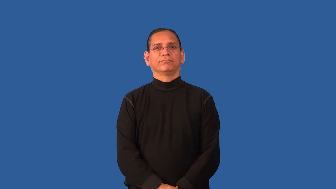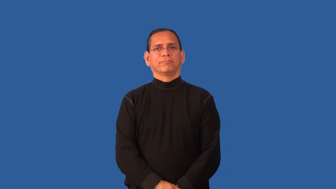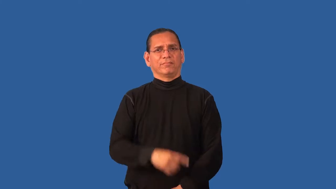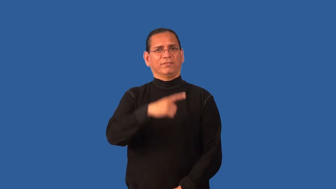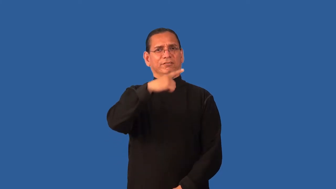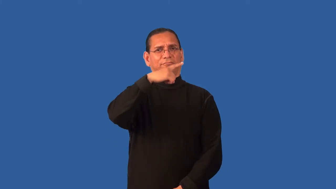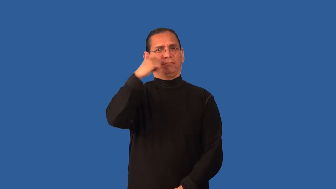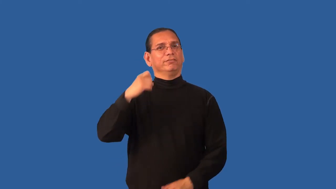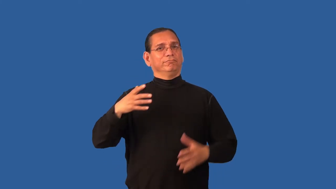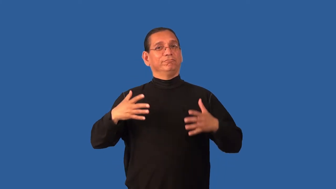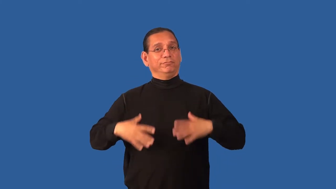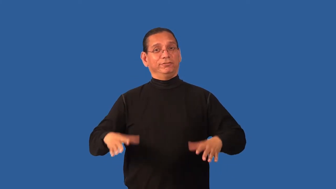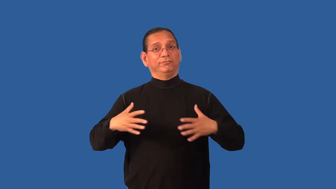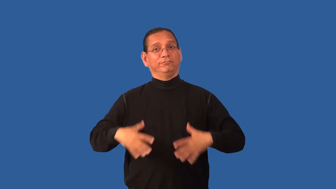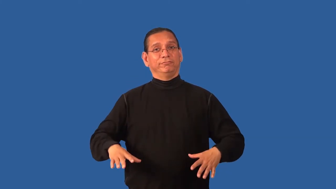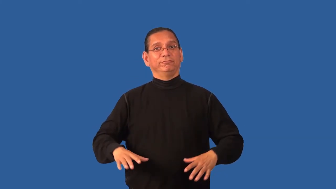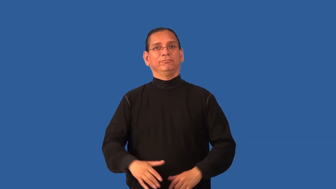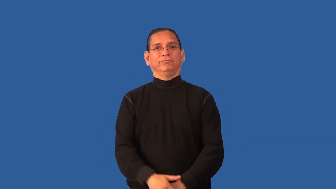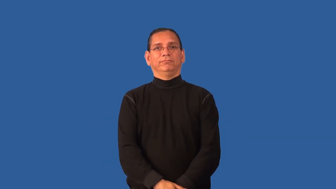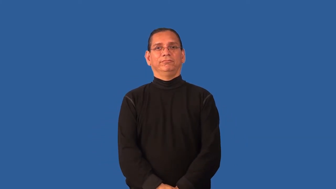dowdy